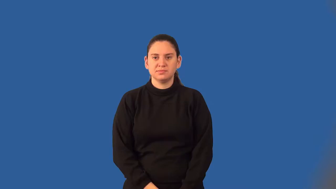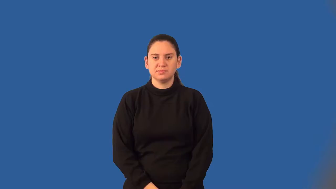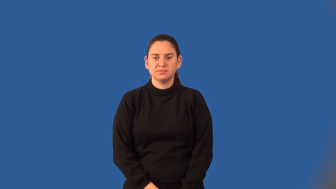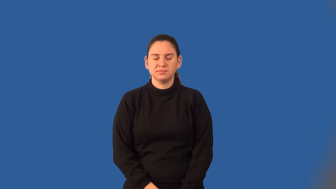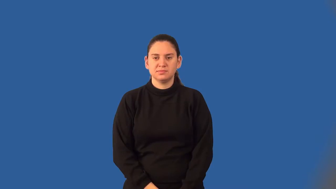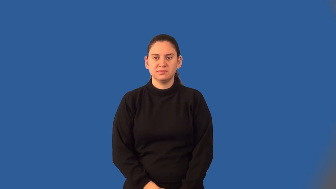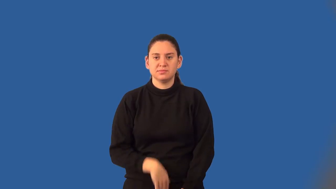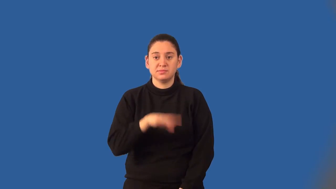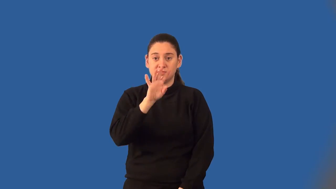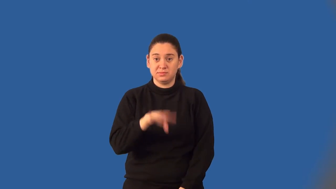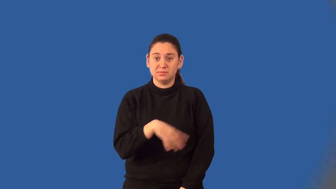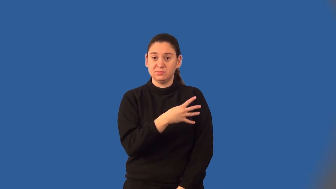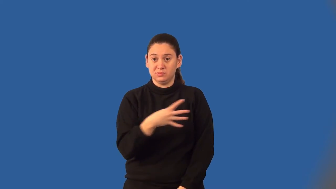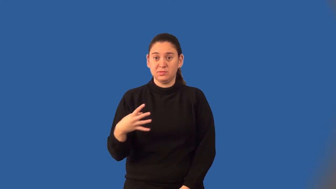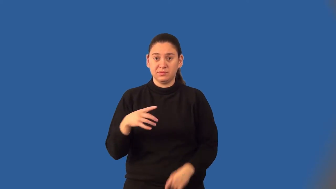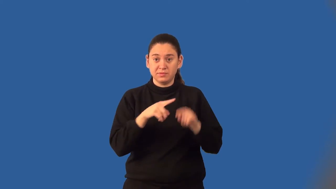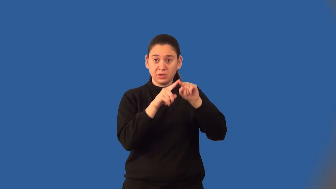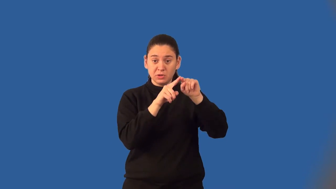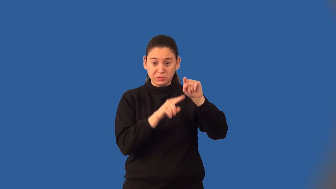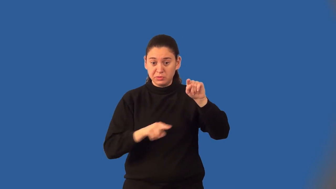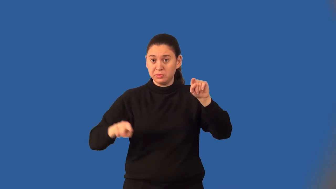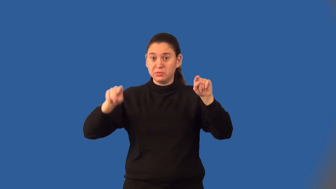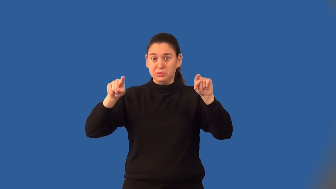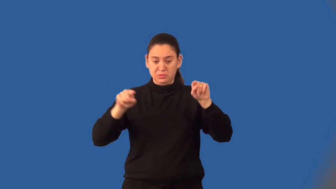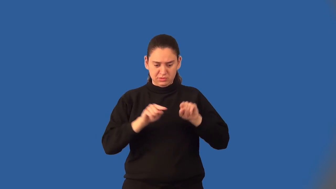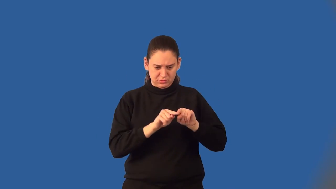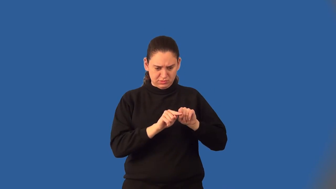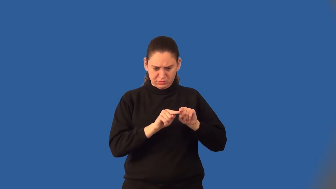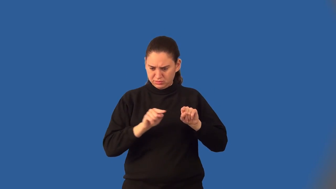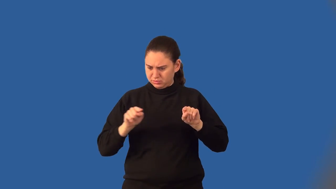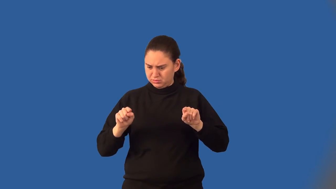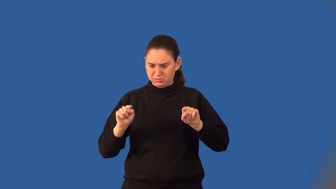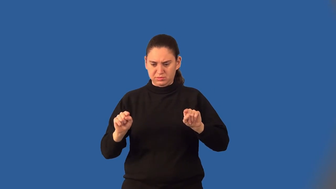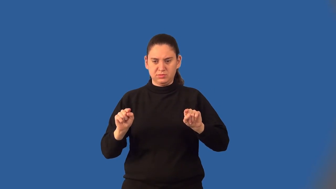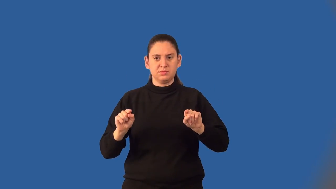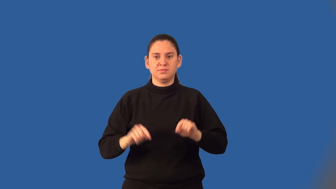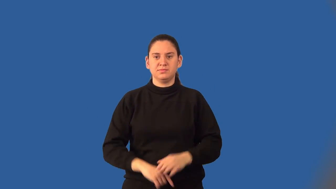latus rectum